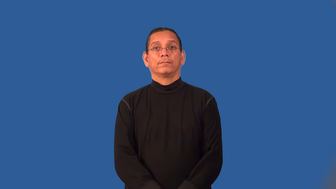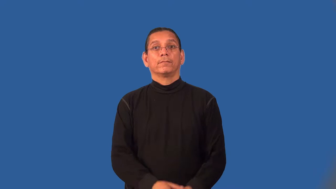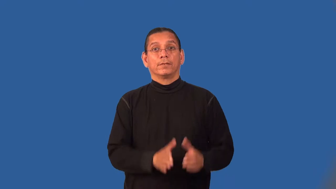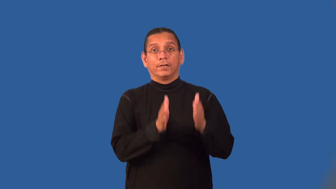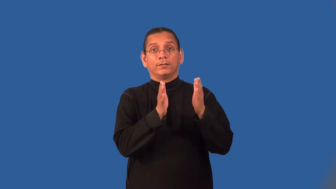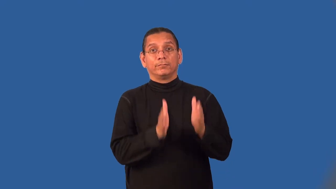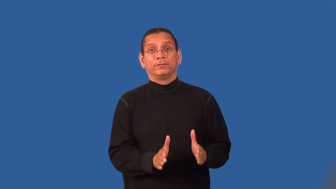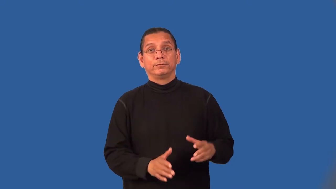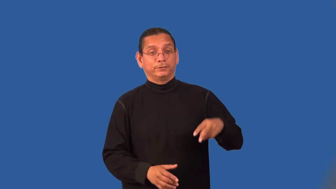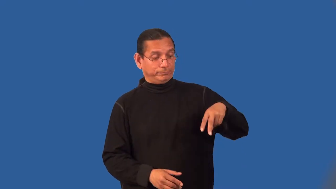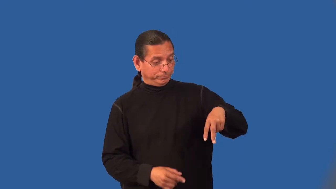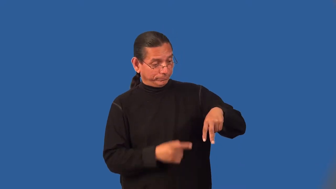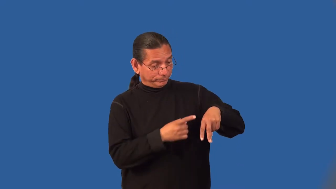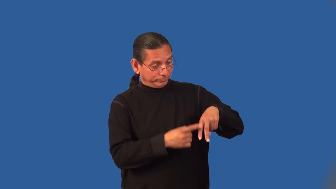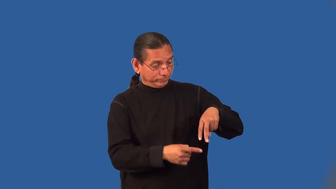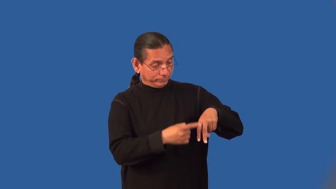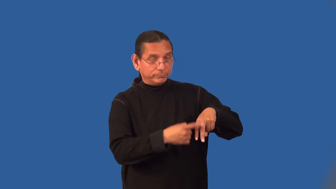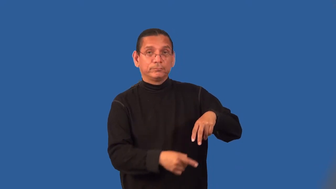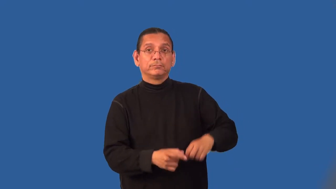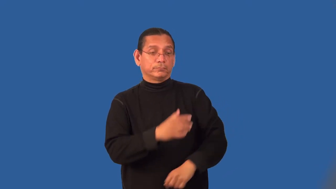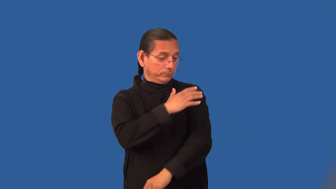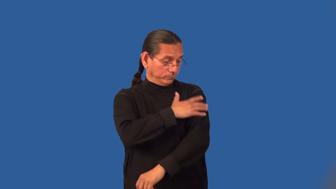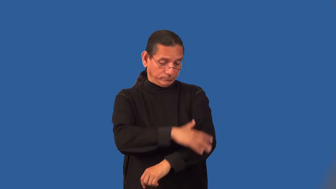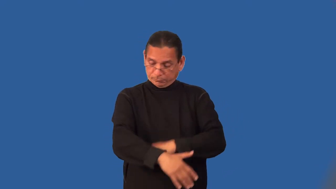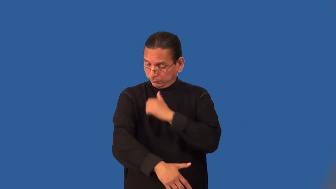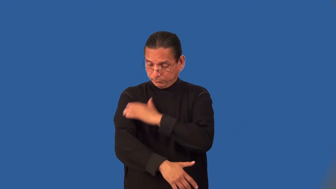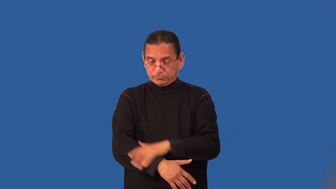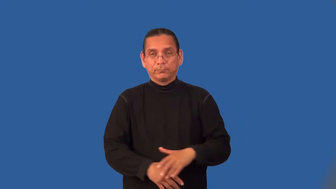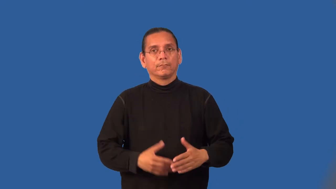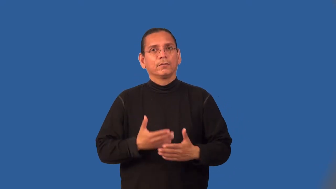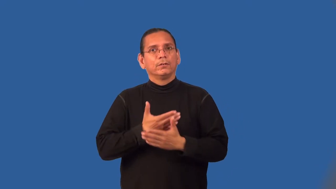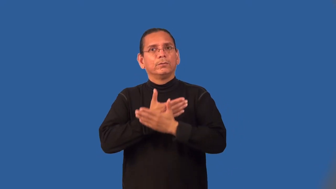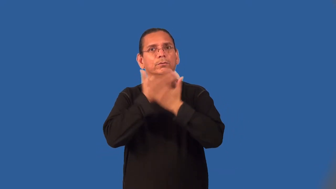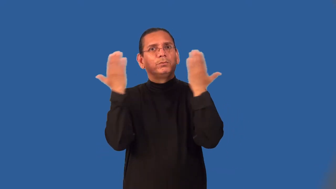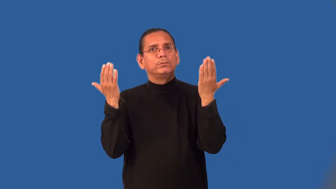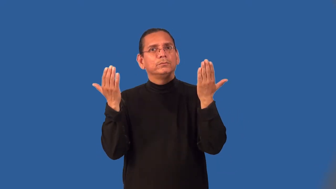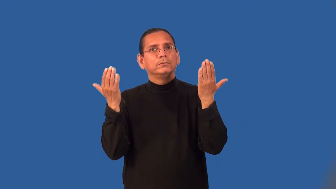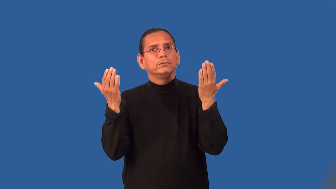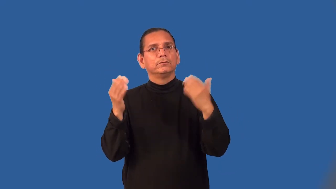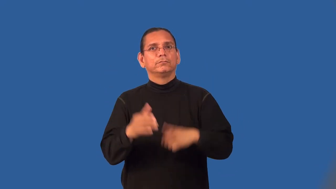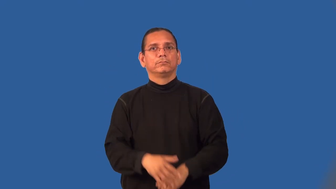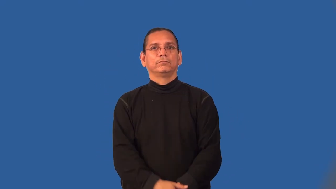limbless